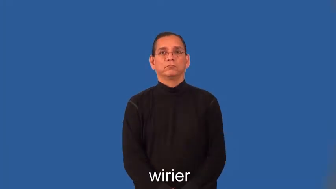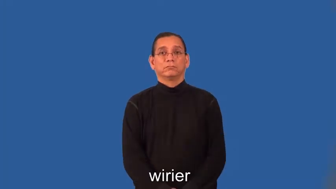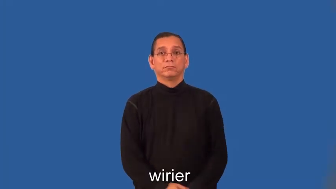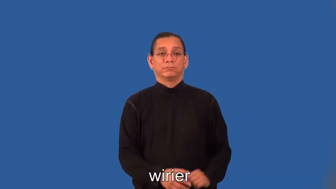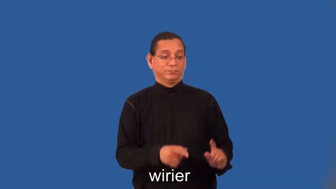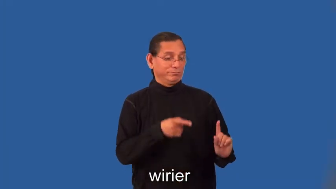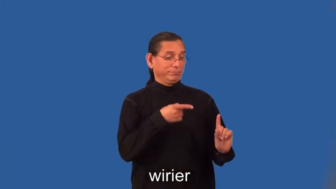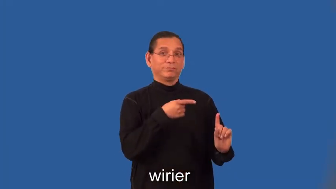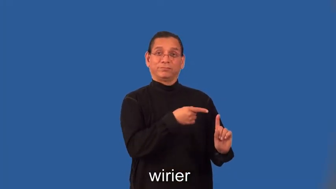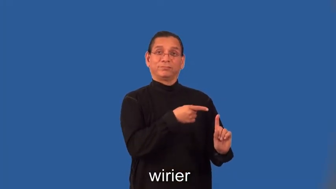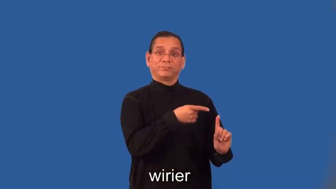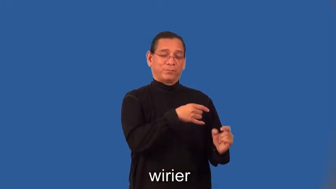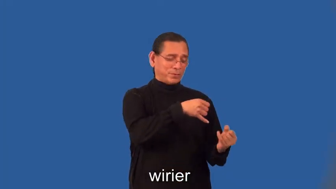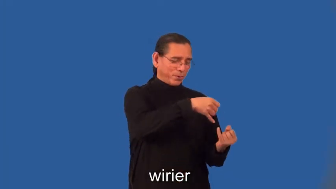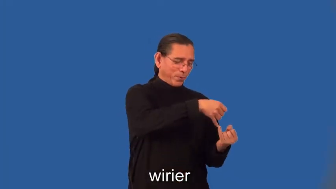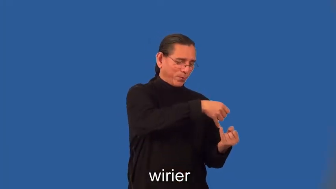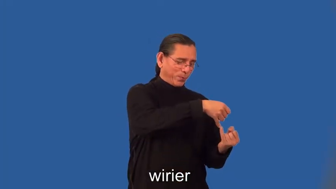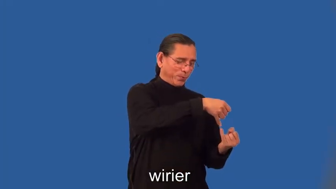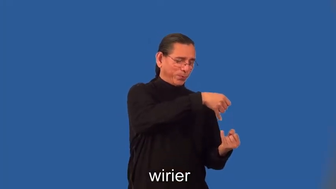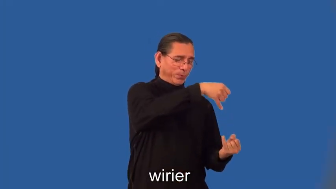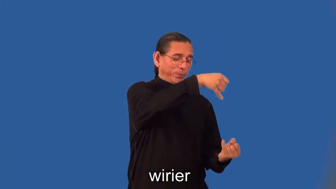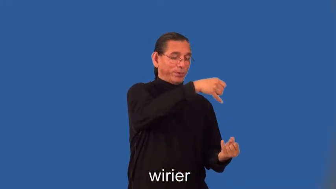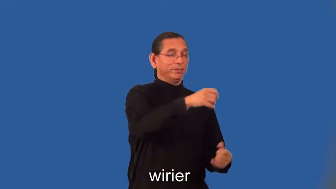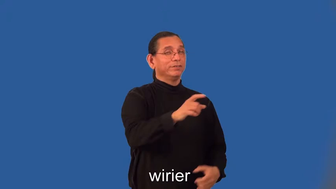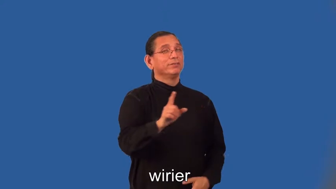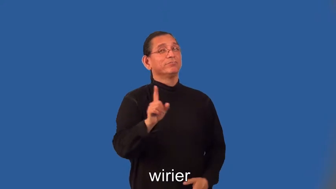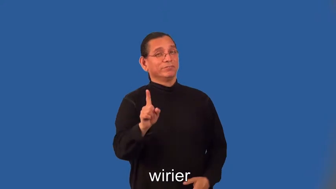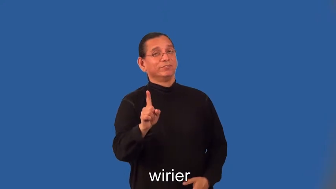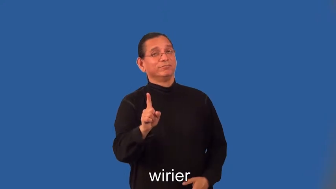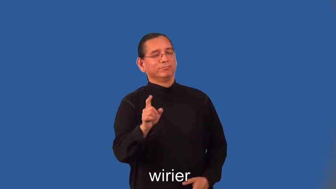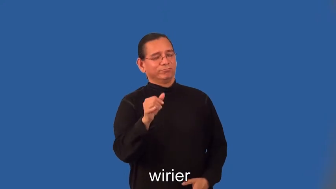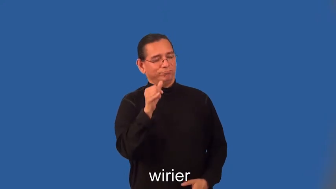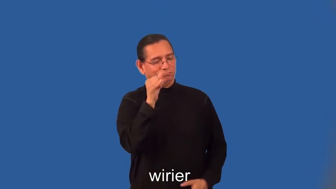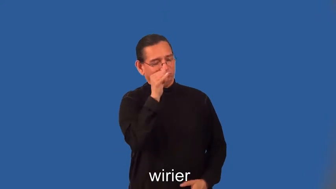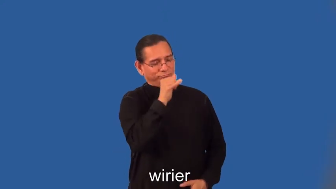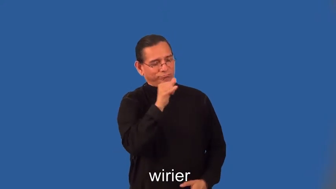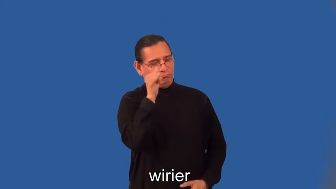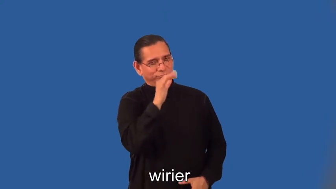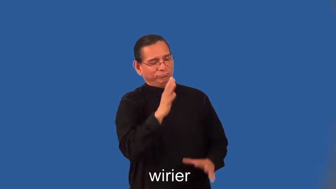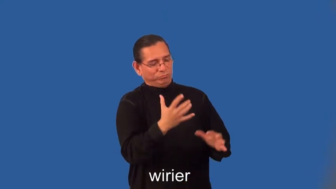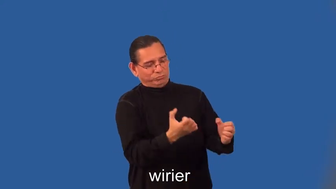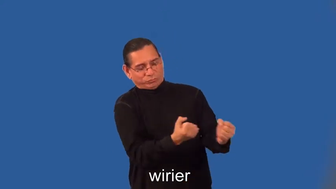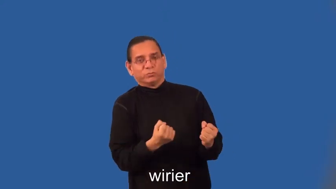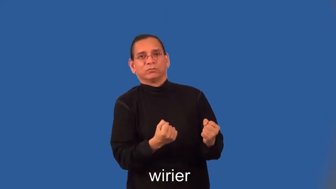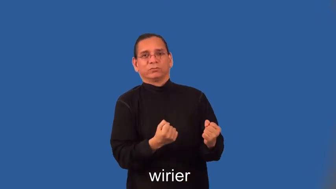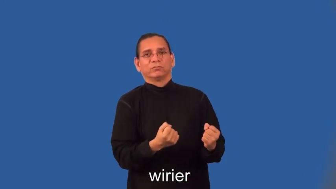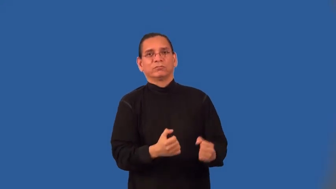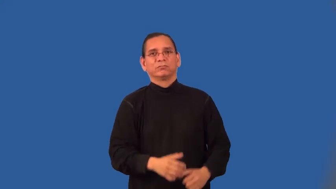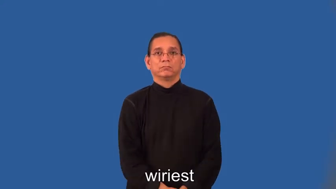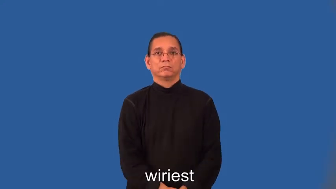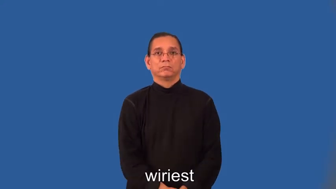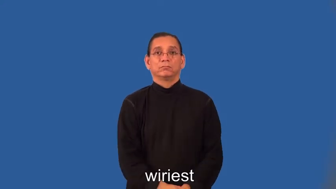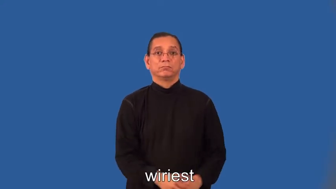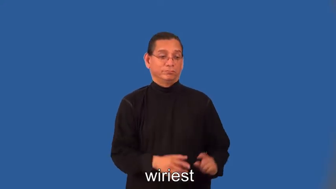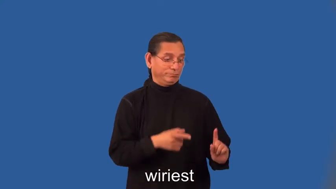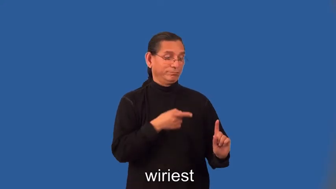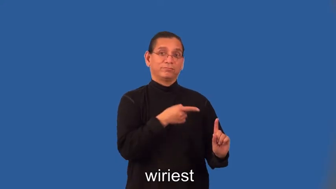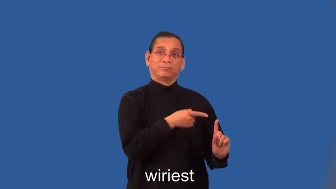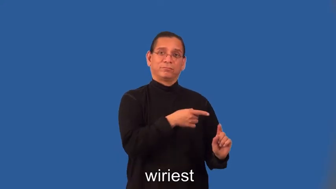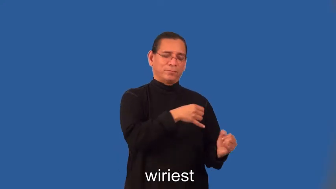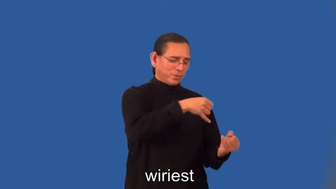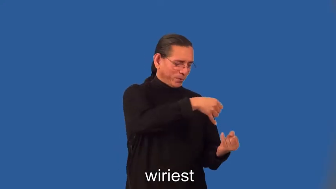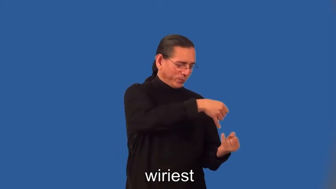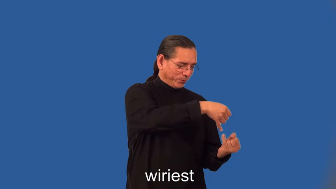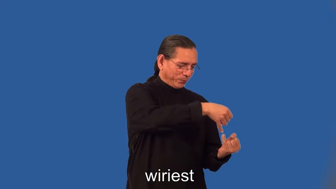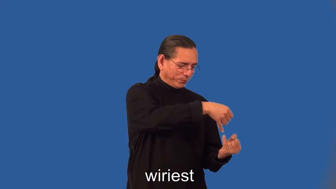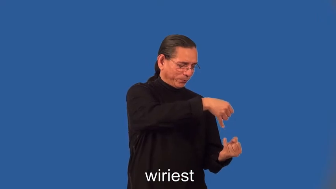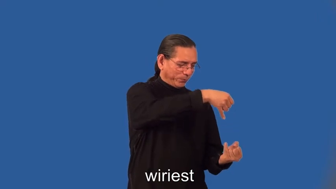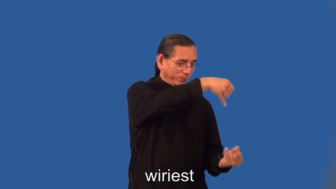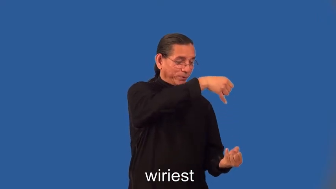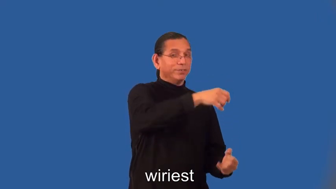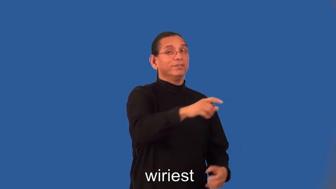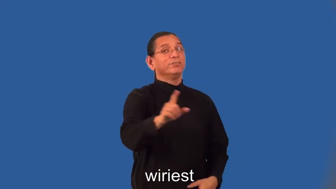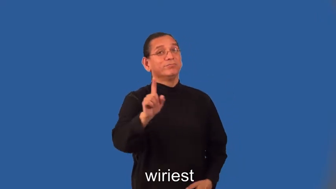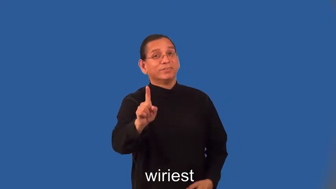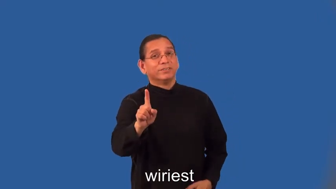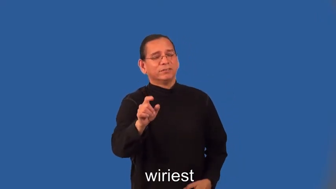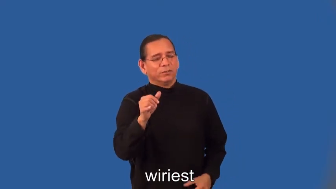wirier,wiriest-strong,thin